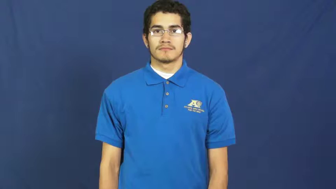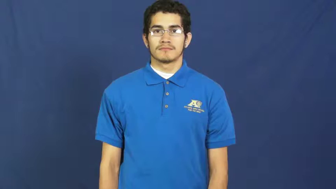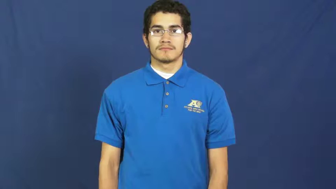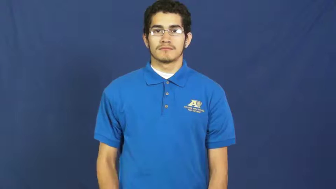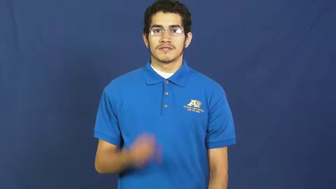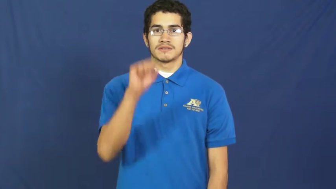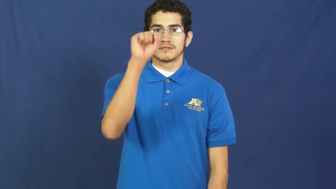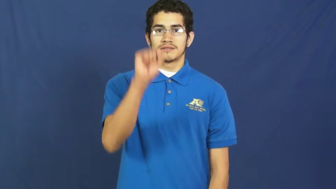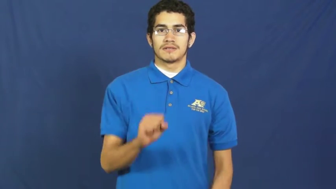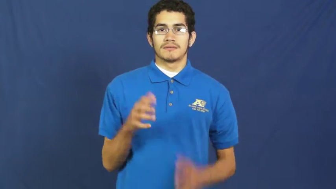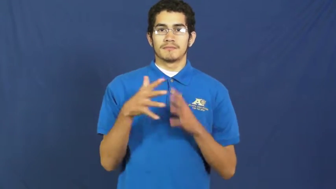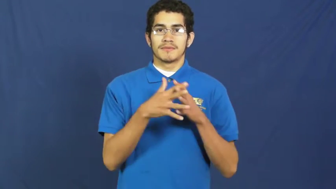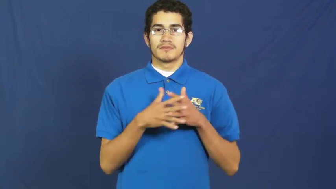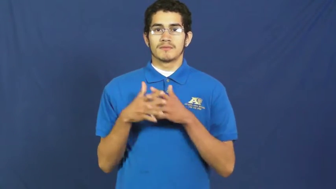south america